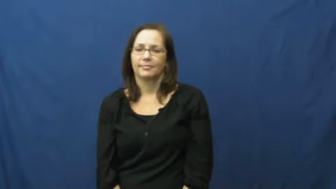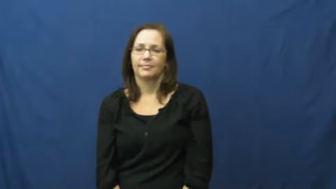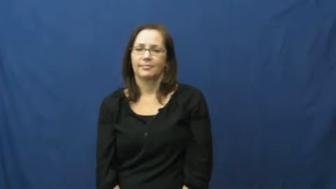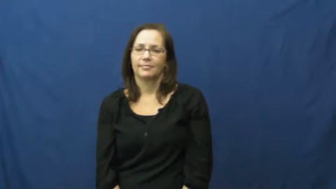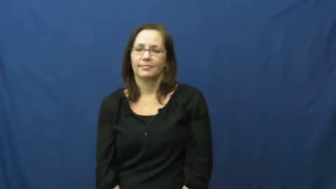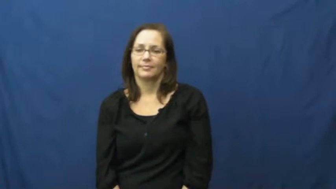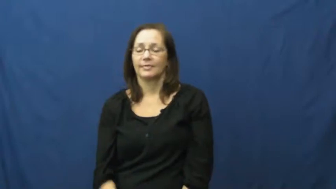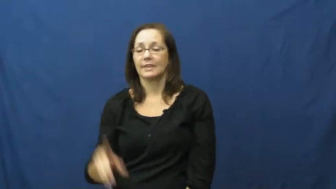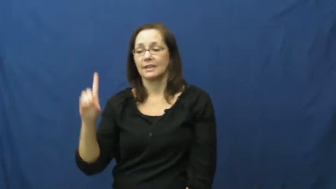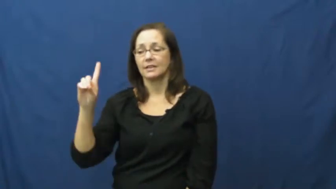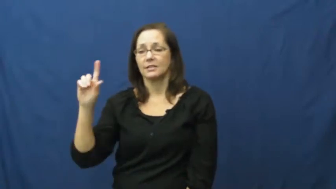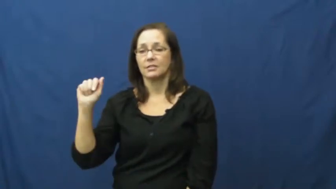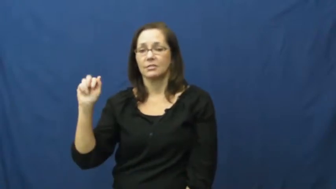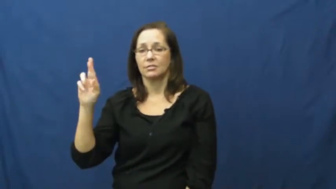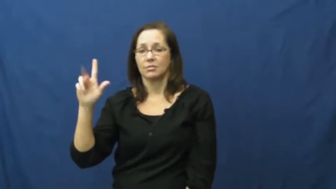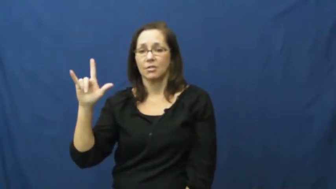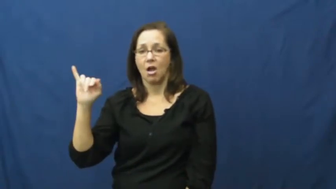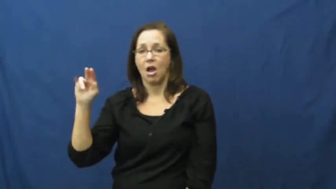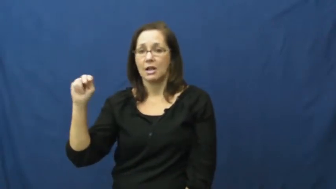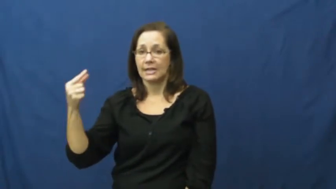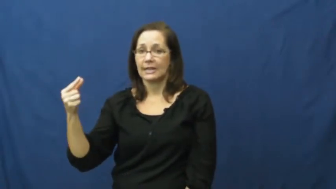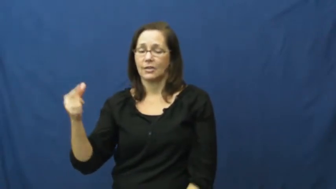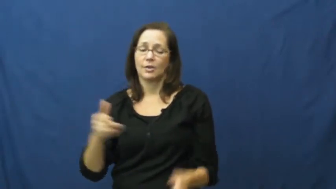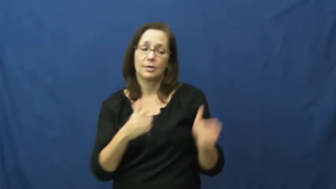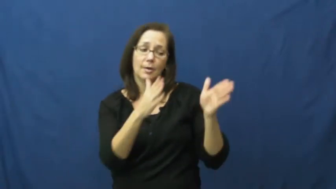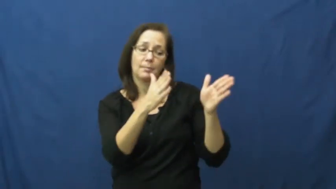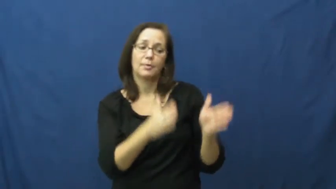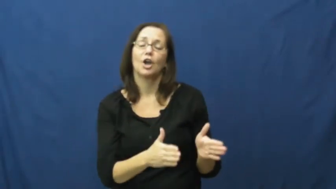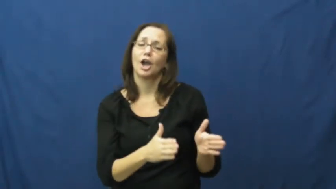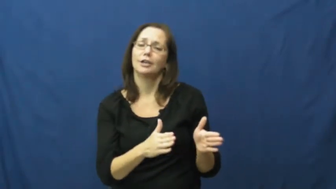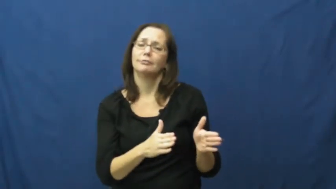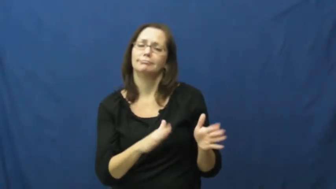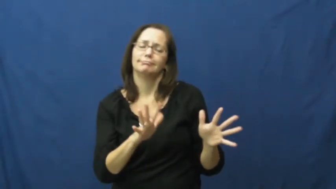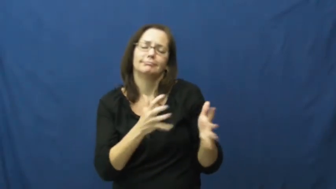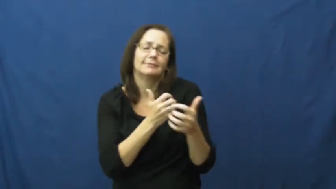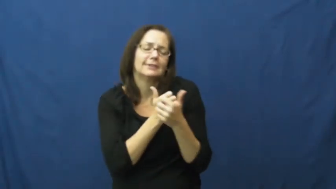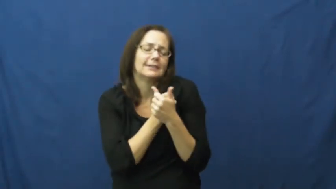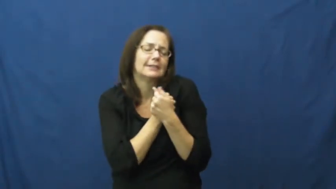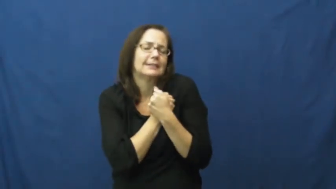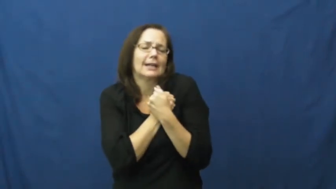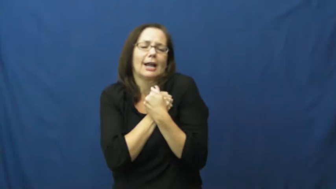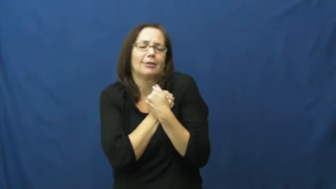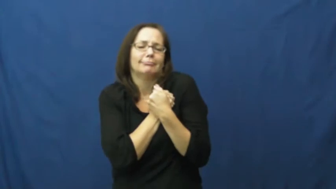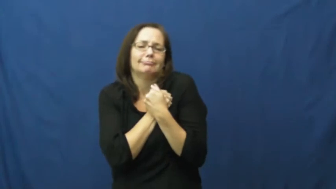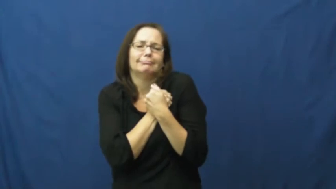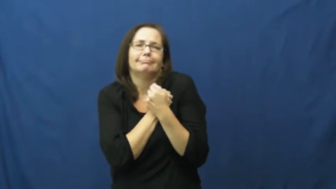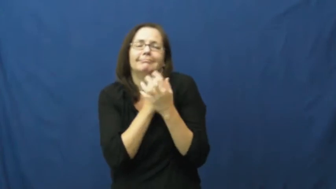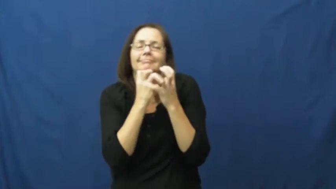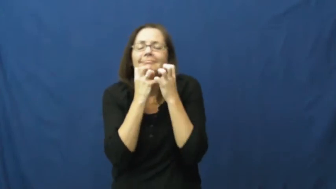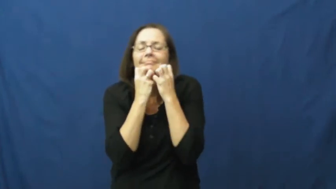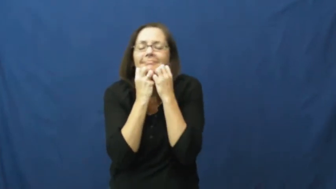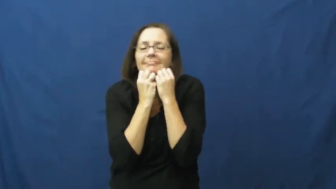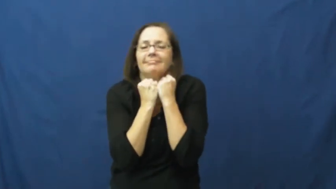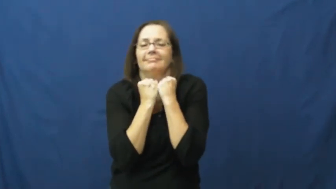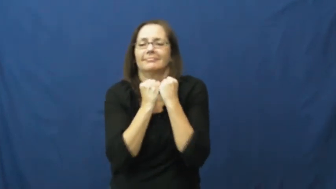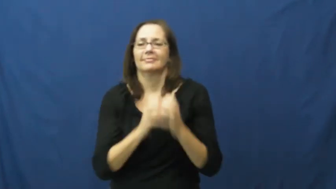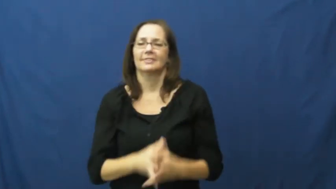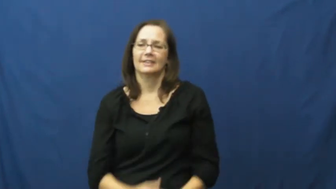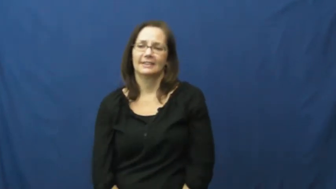darling